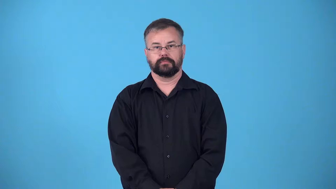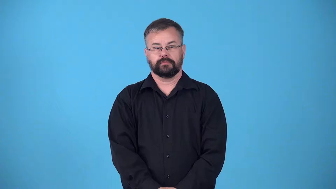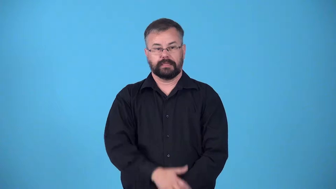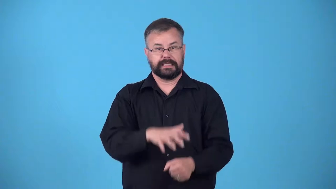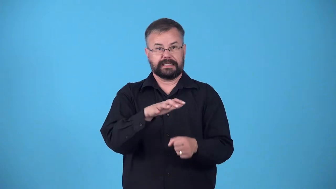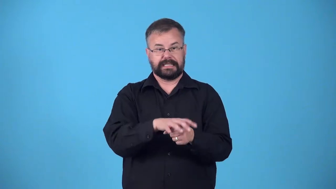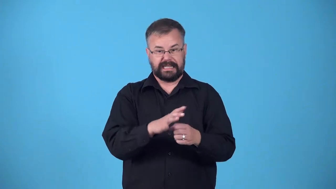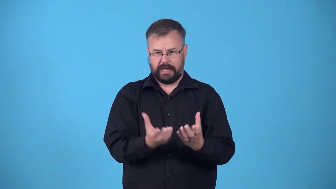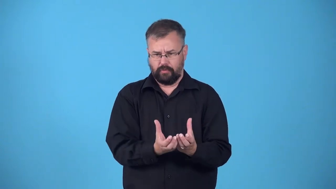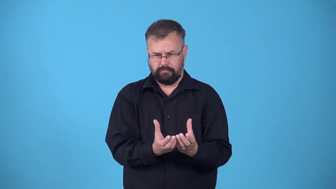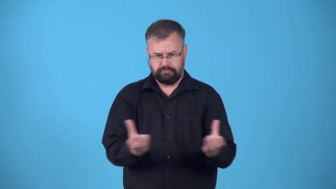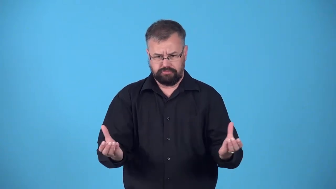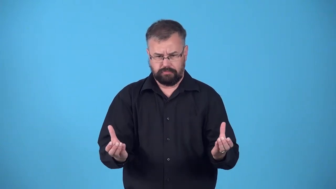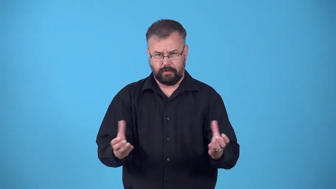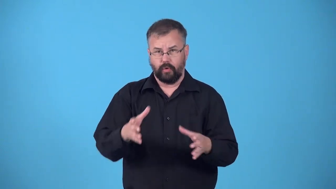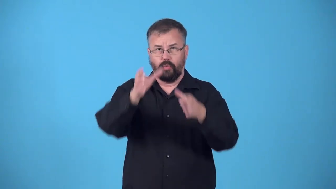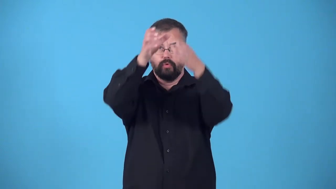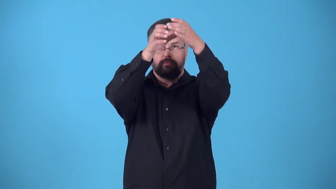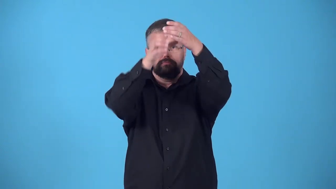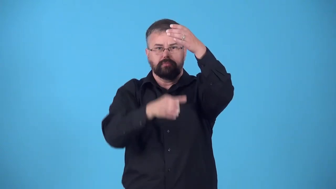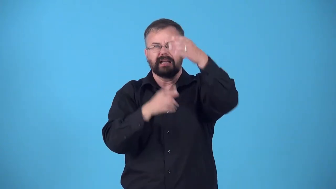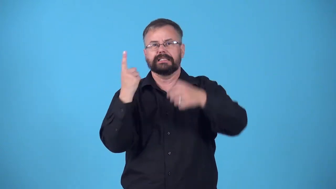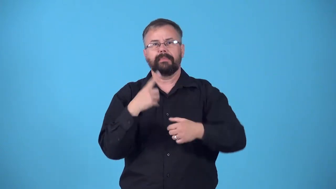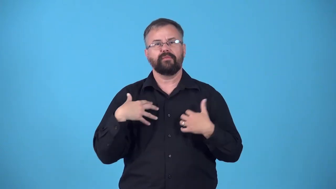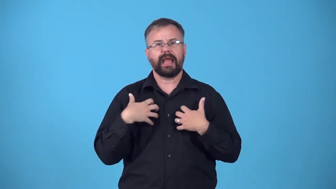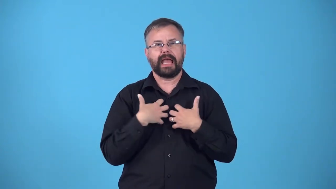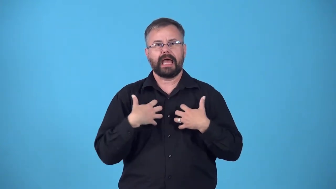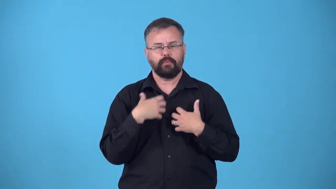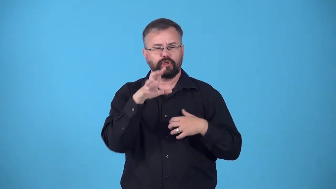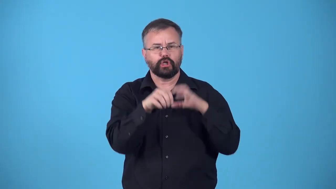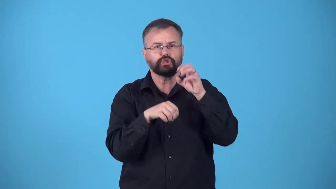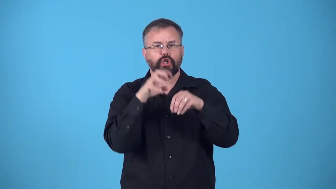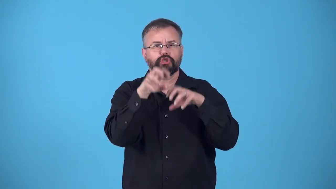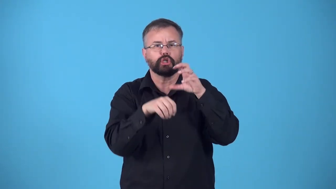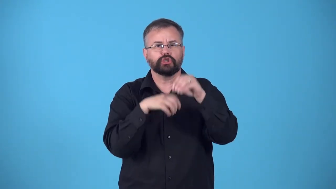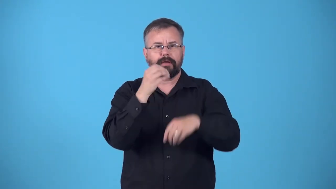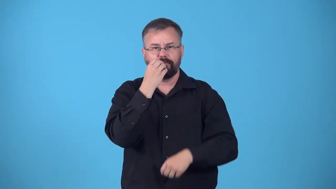feeder-container